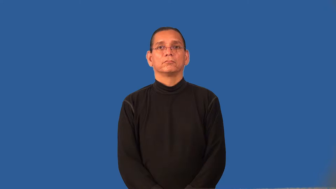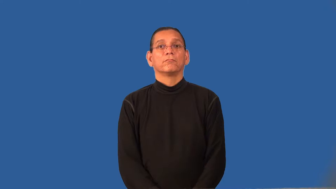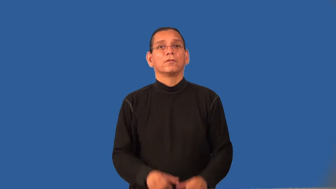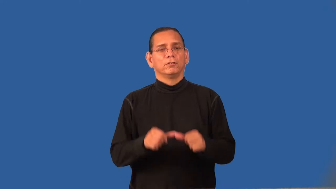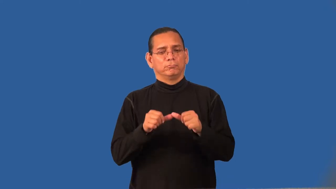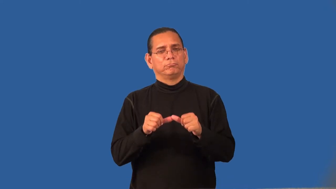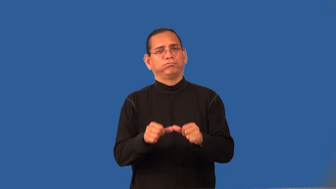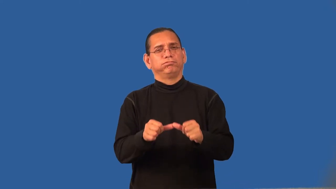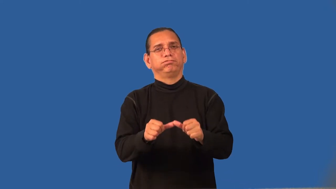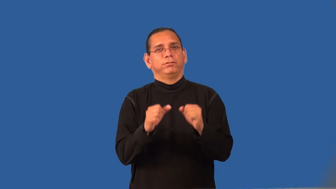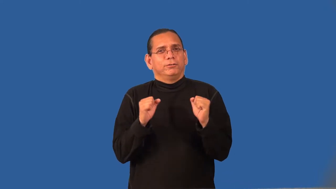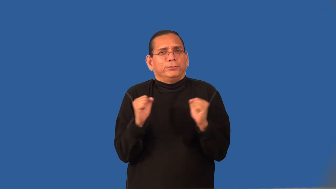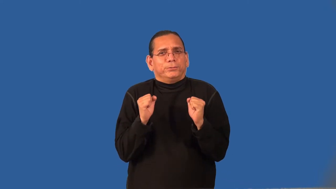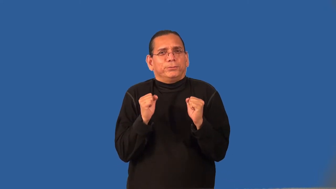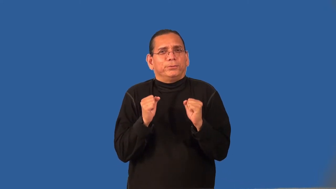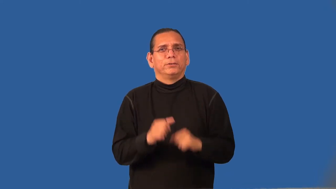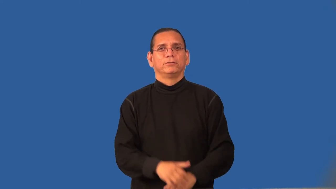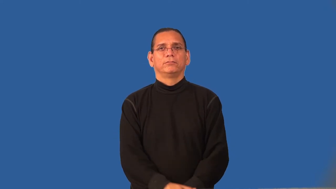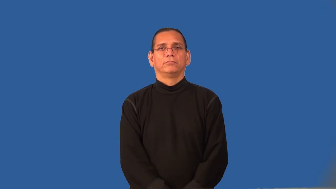refrigerate